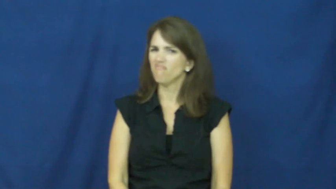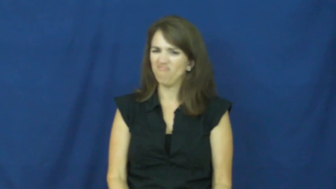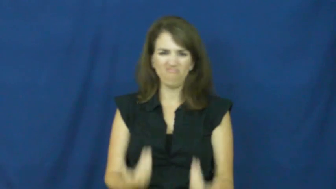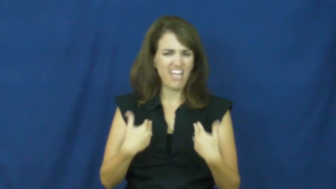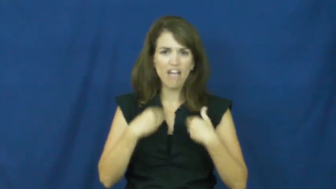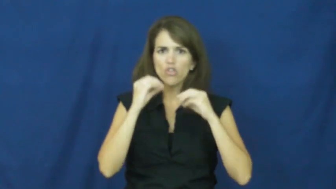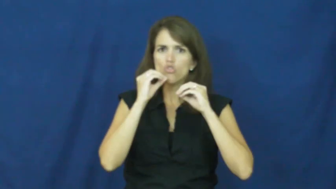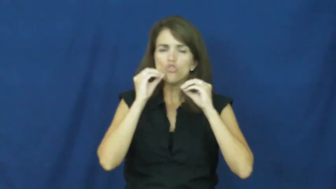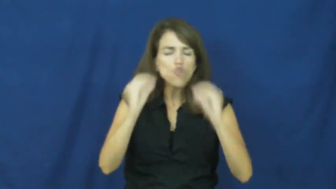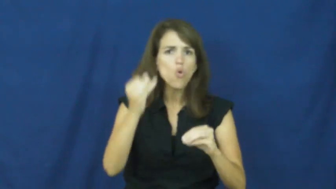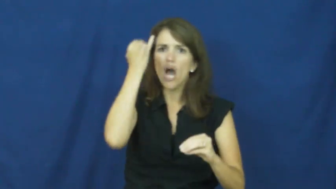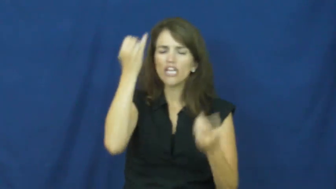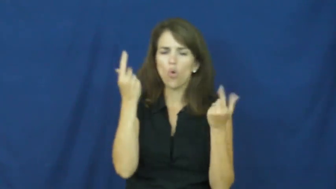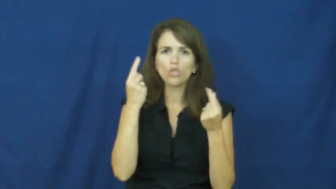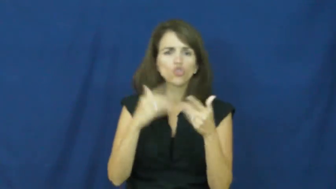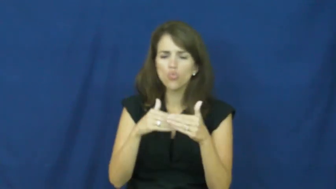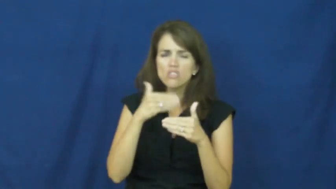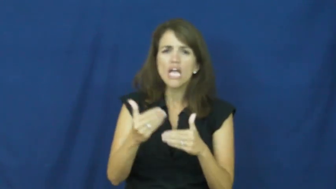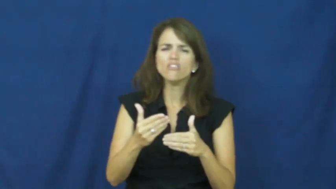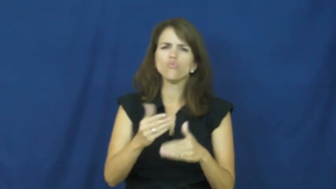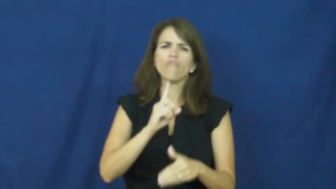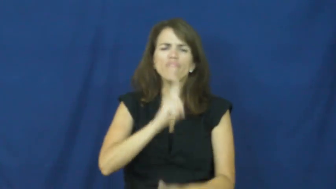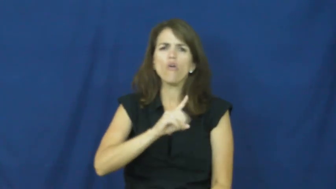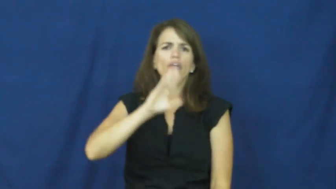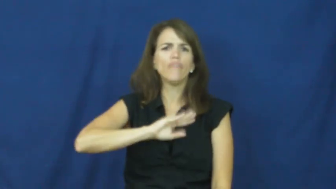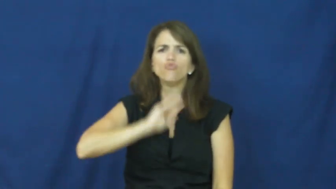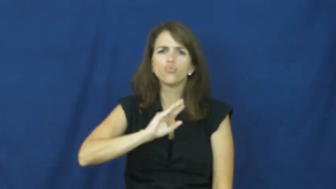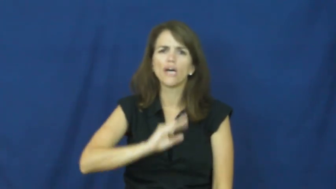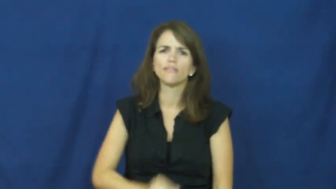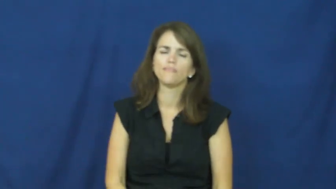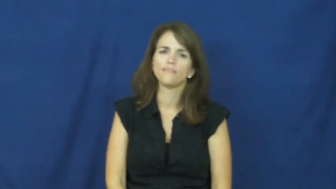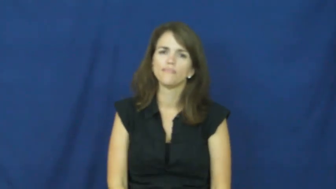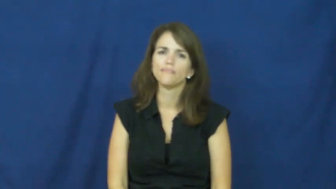"at your wits end"